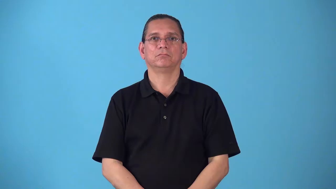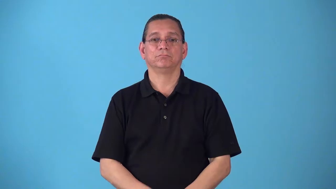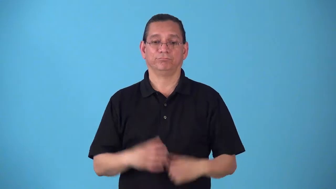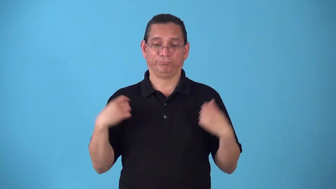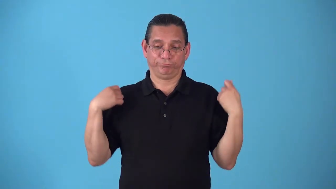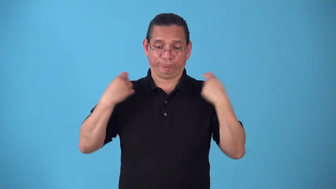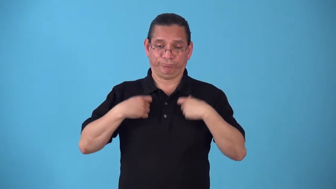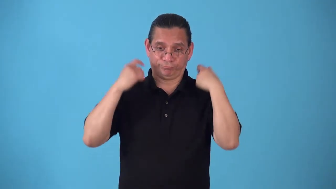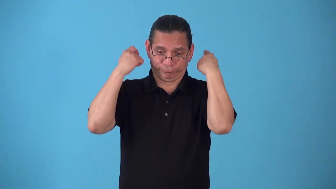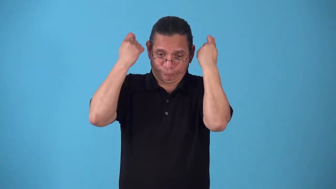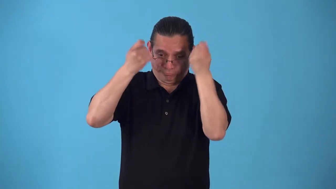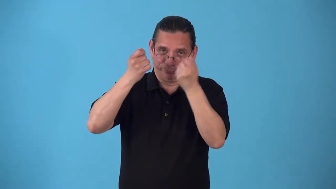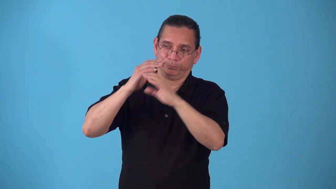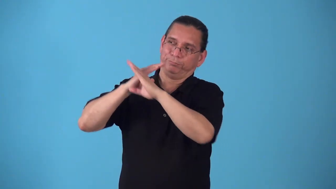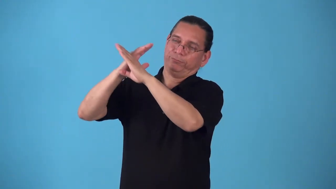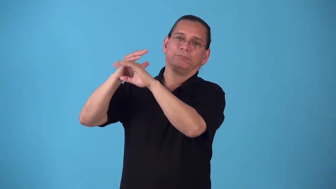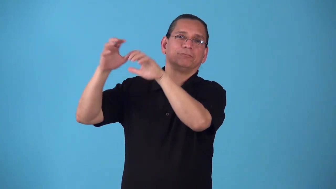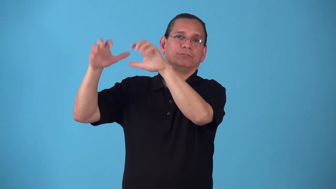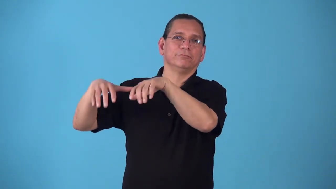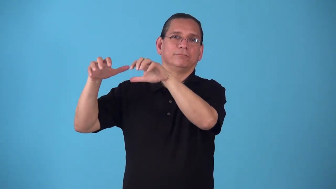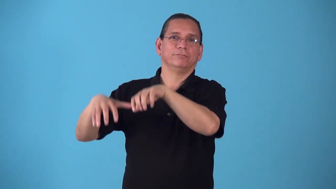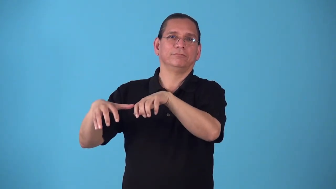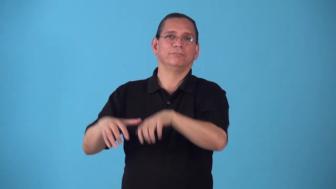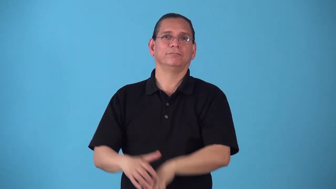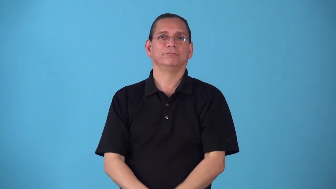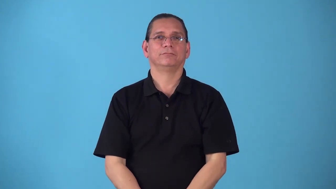showerproof